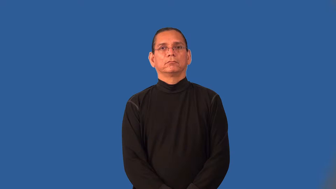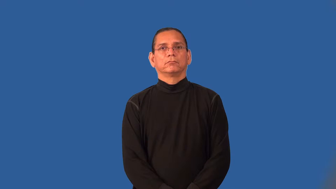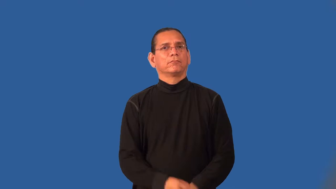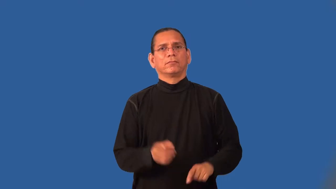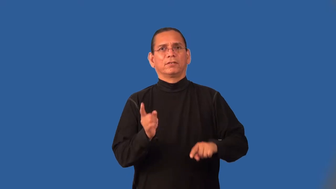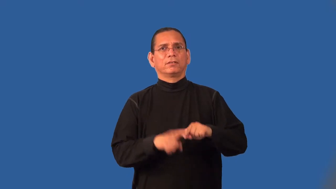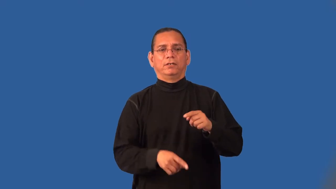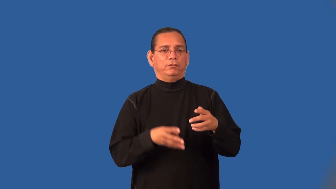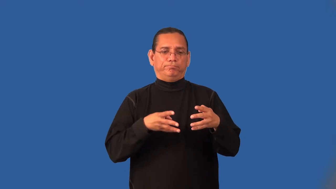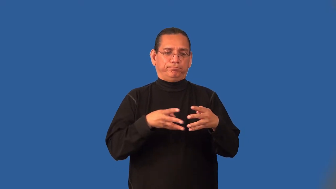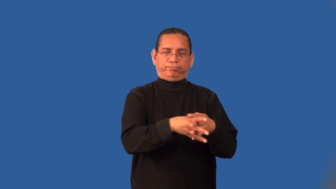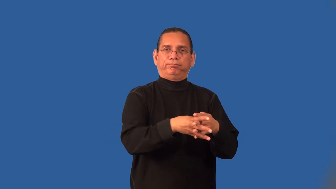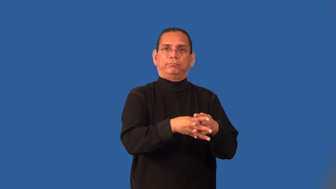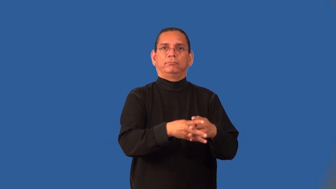impermeable